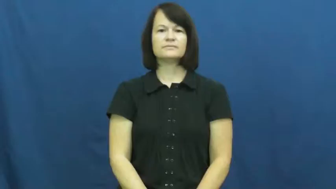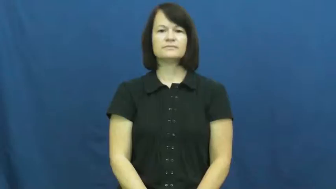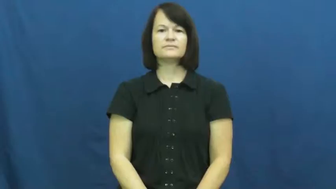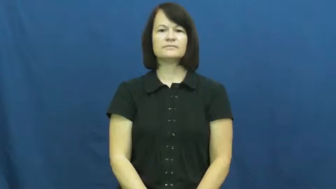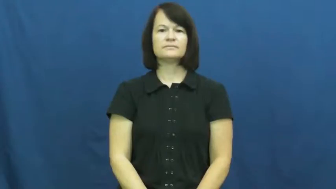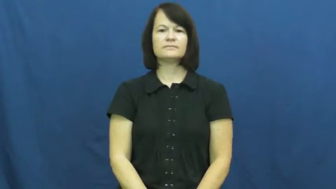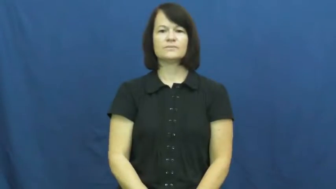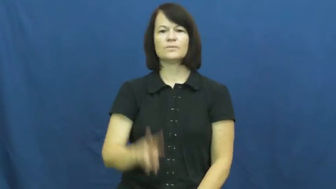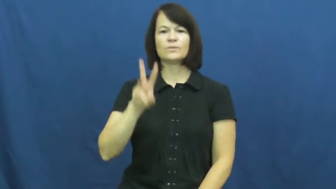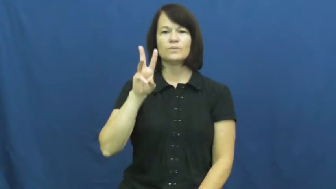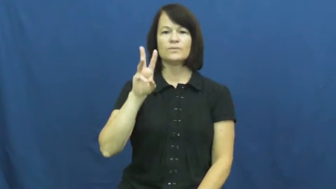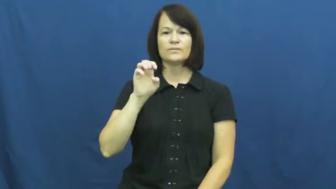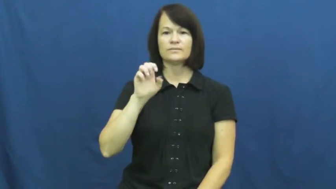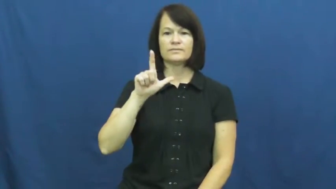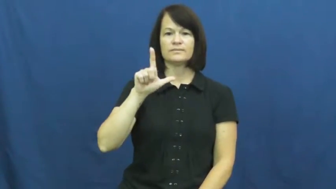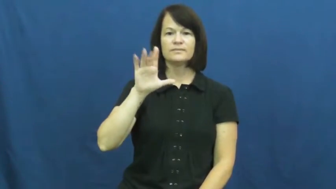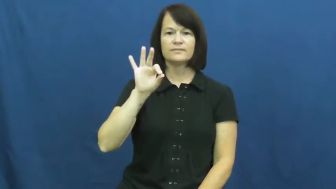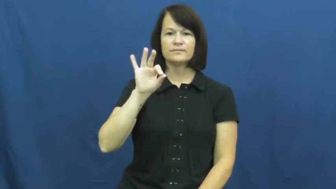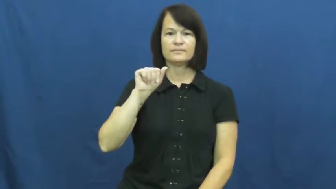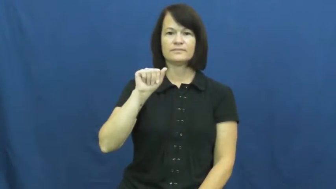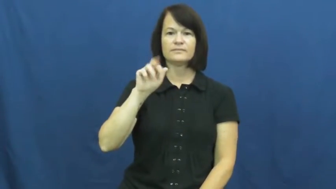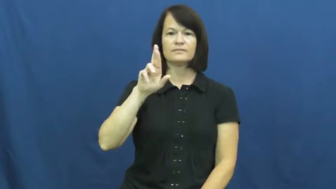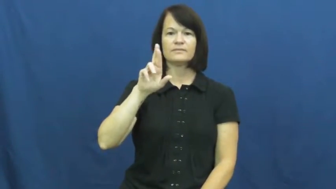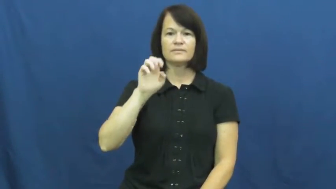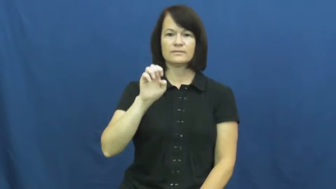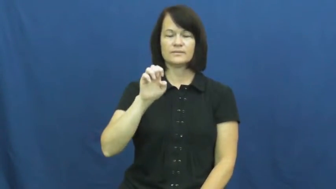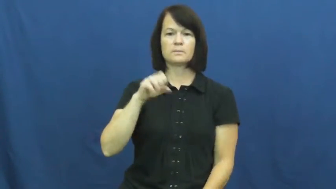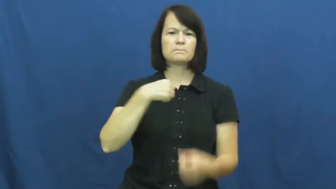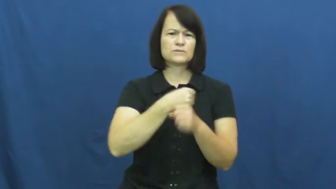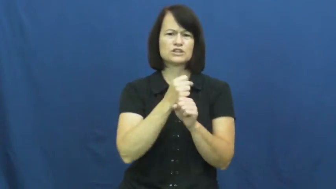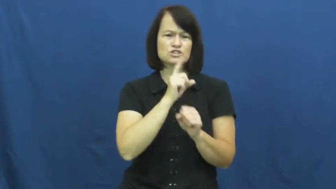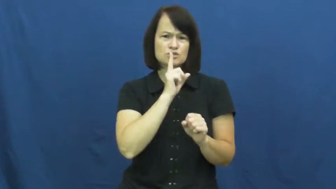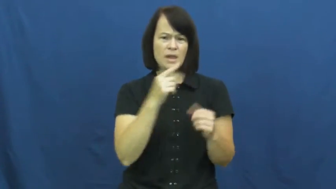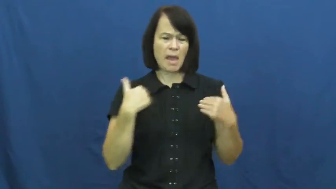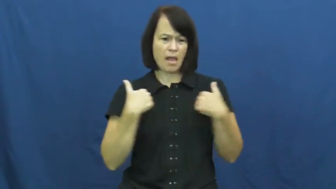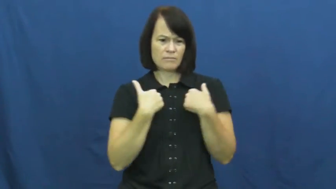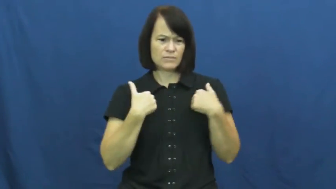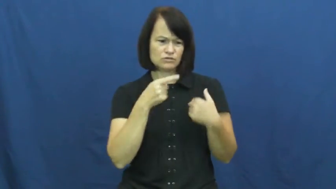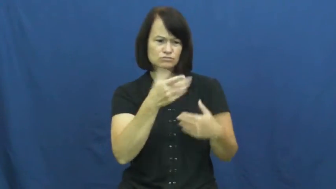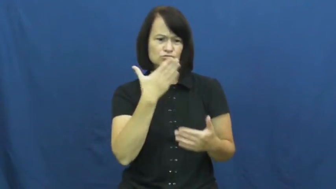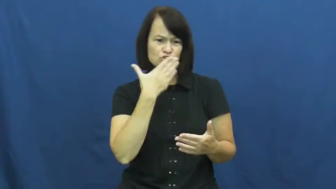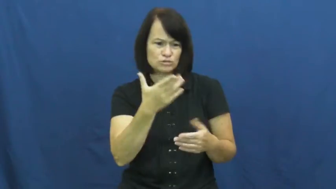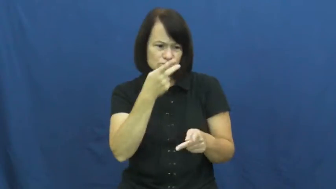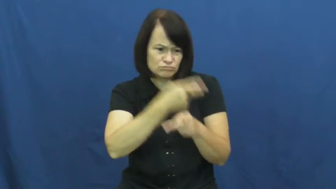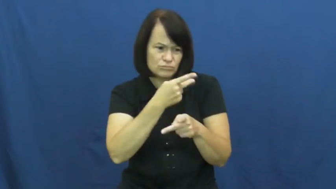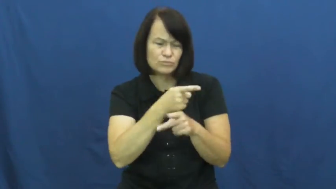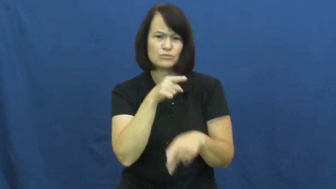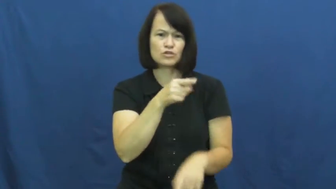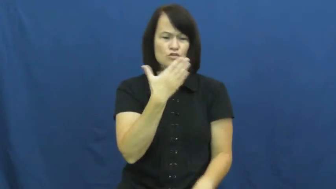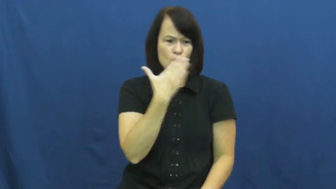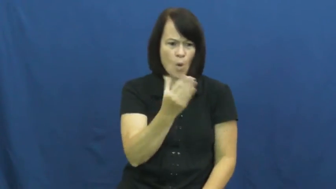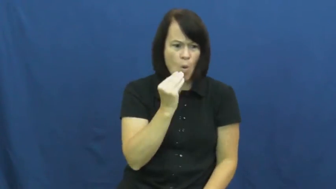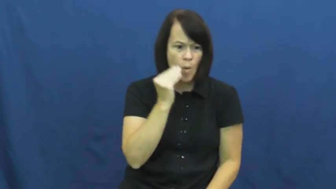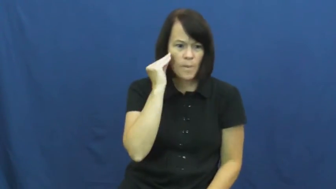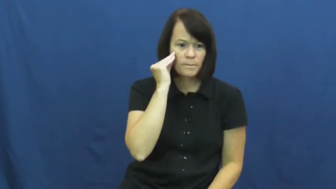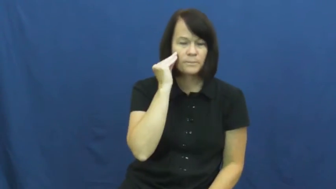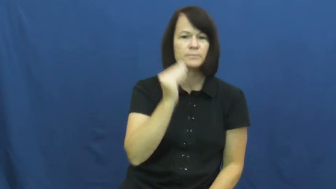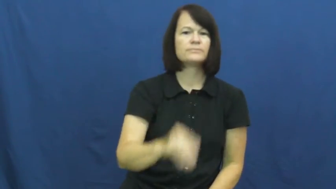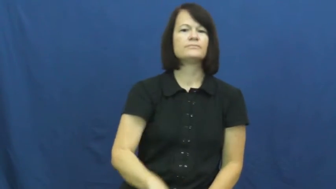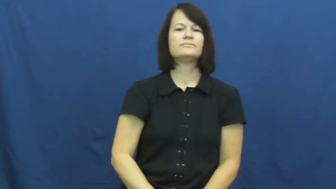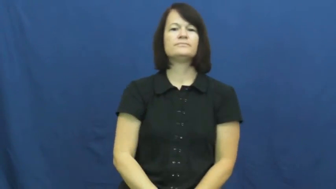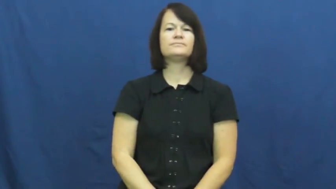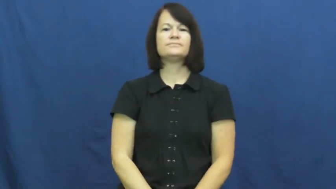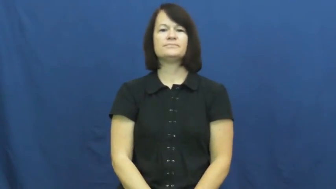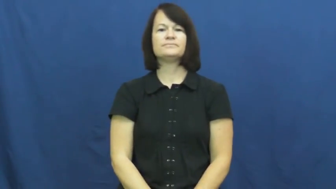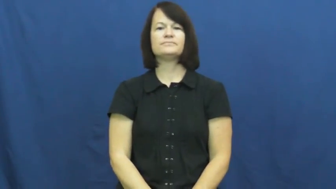welfare-animals